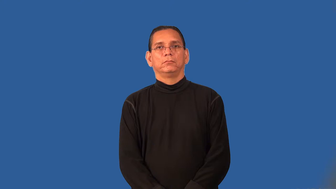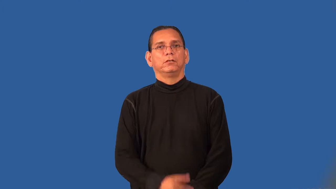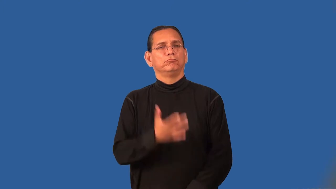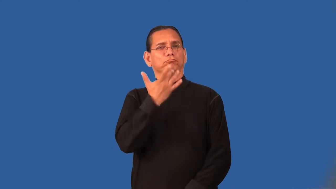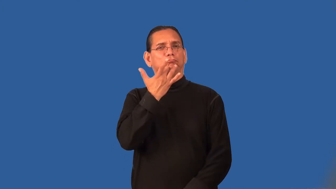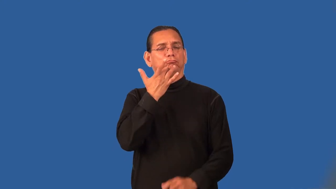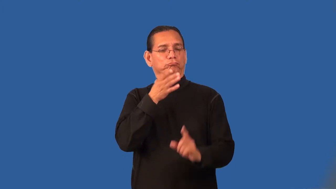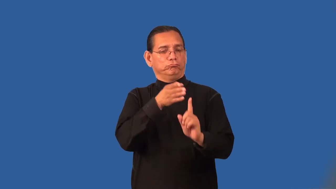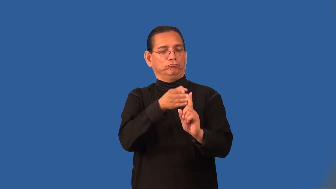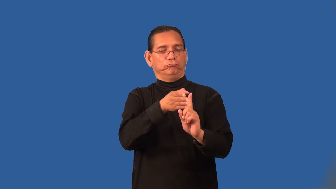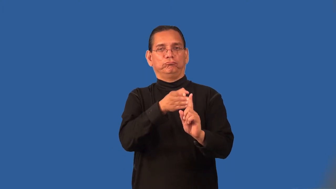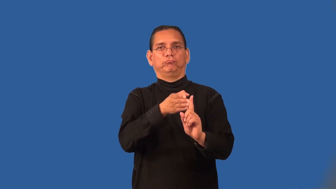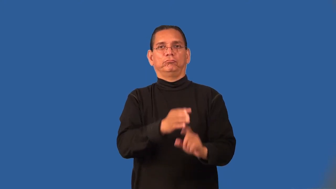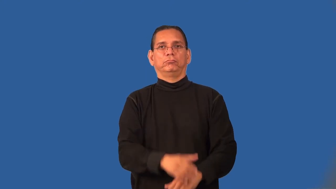preferential